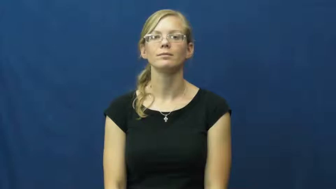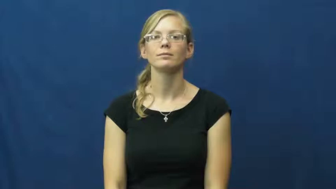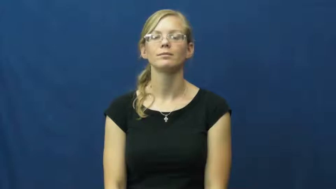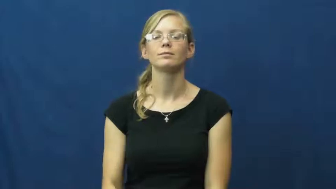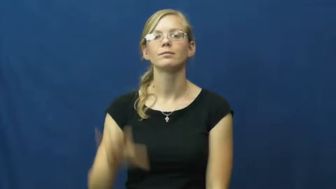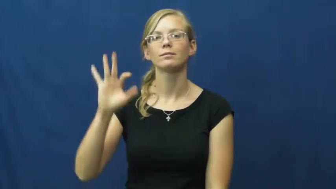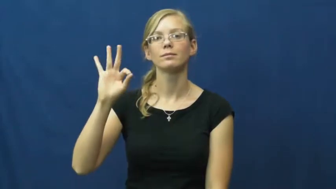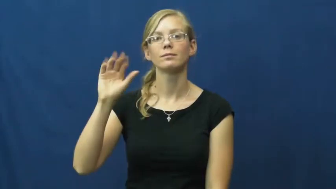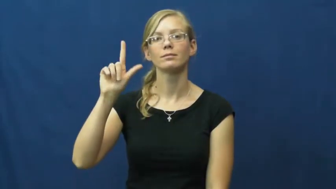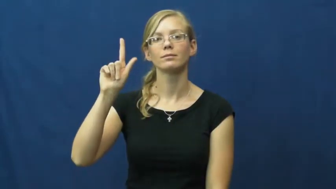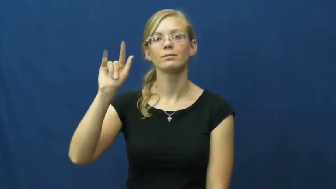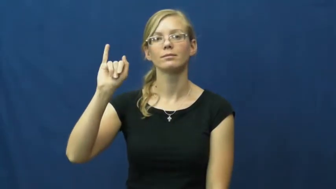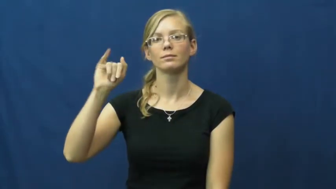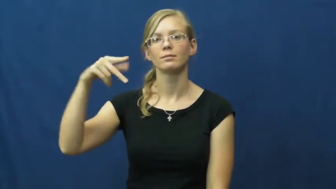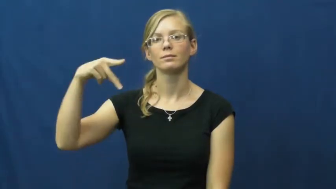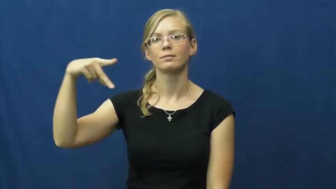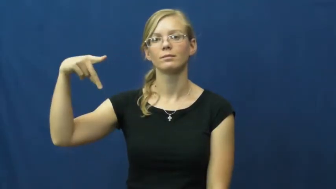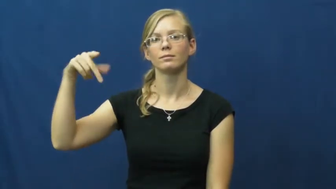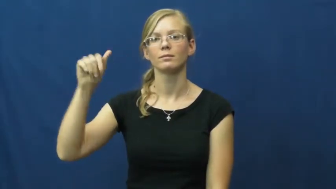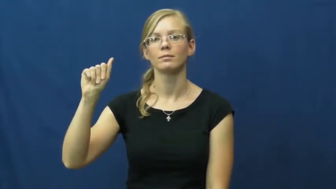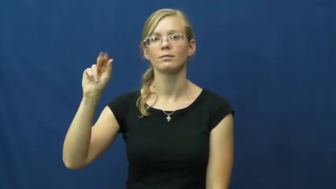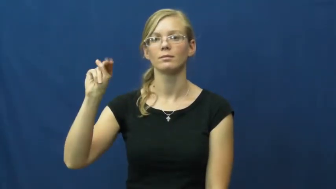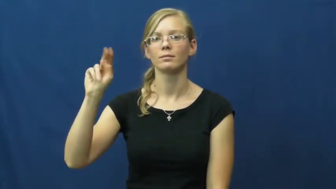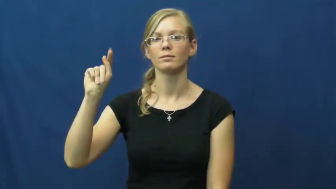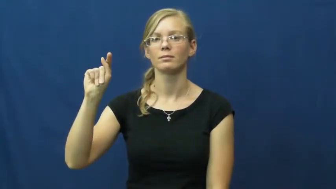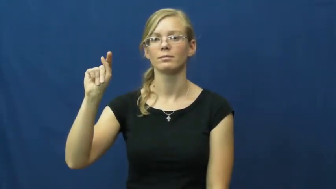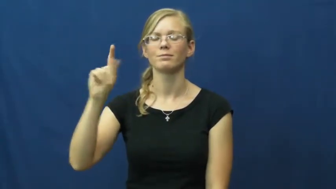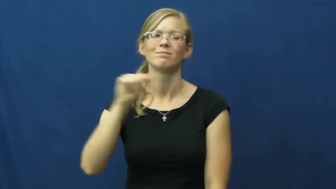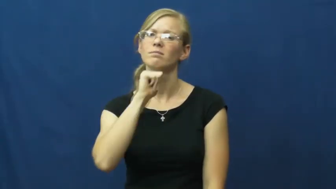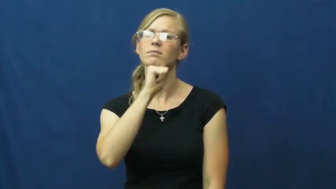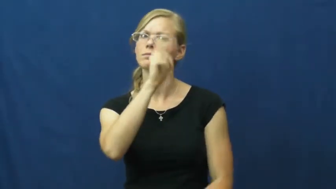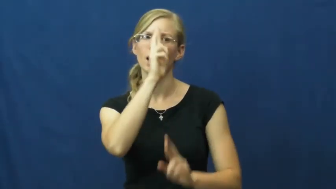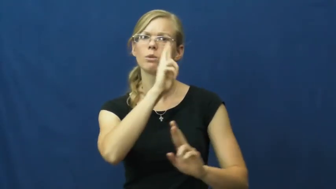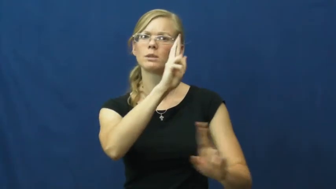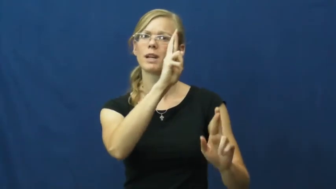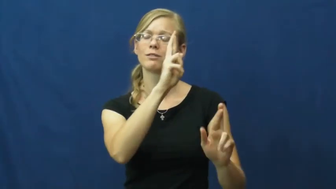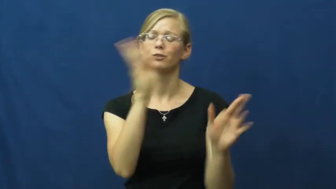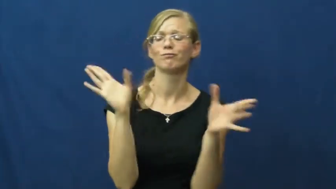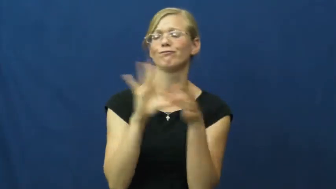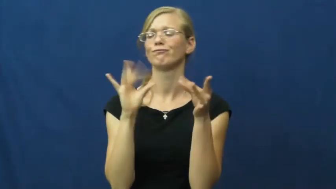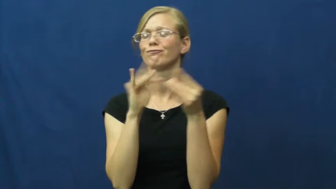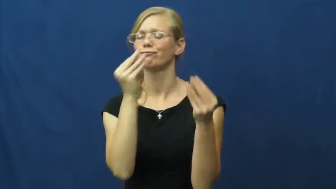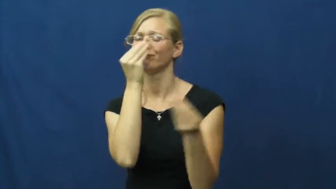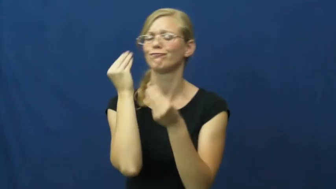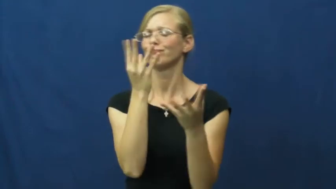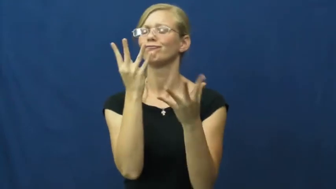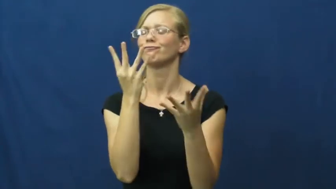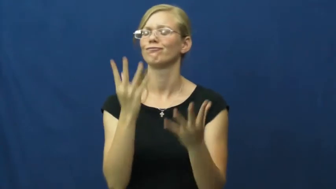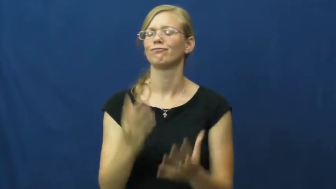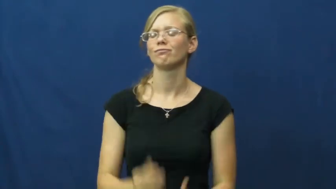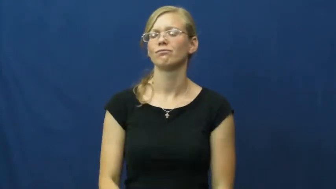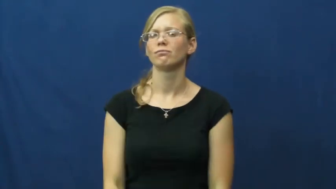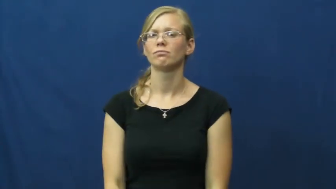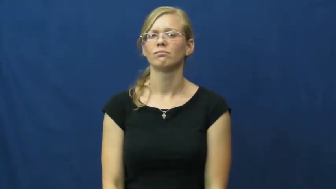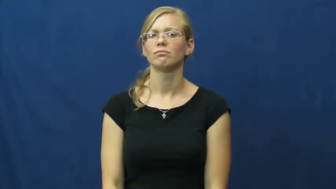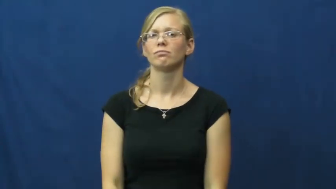flippant